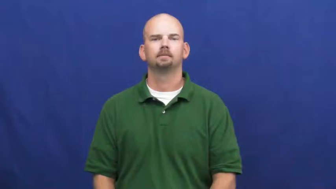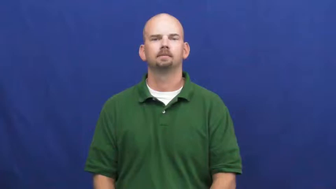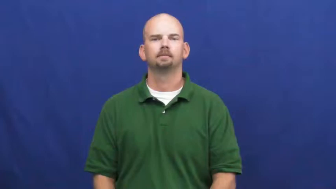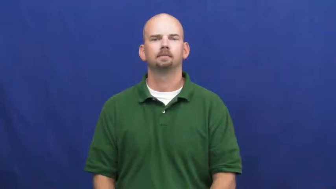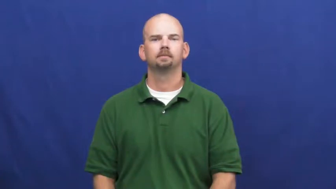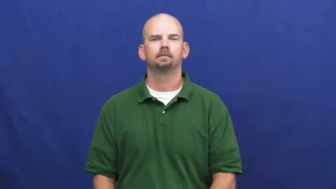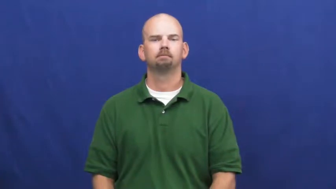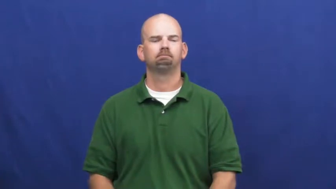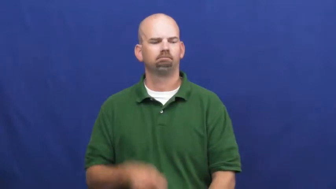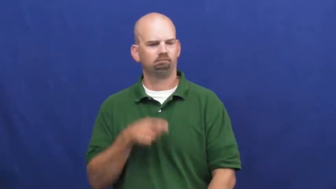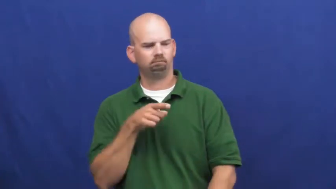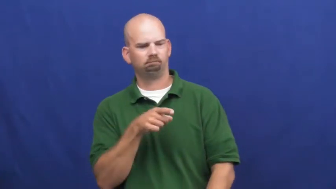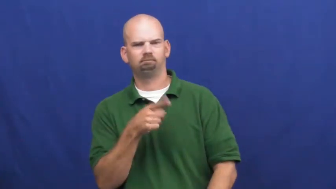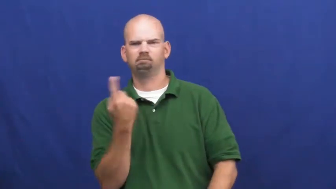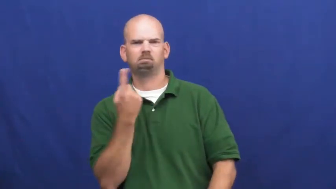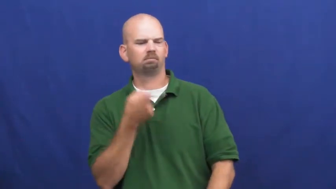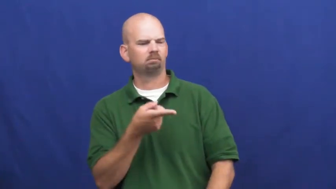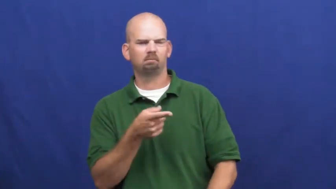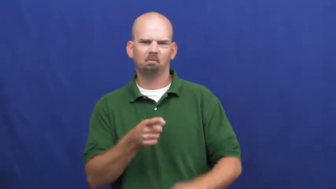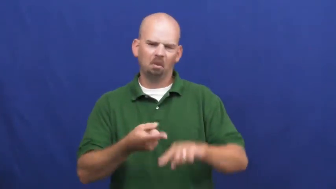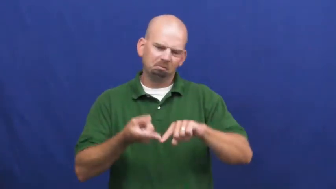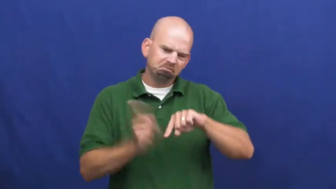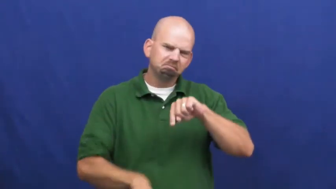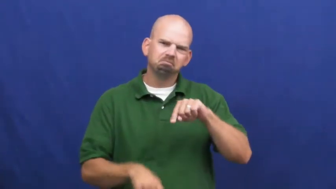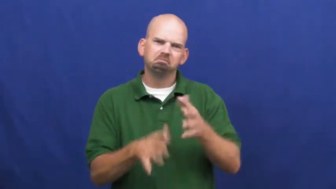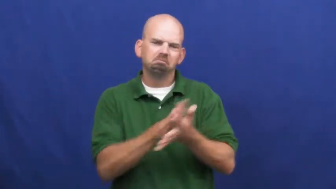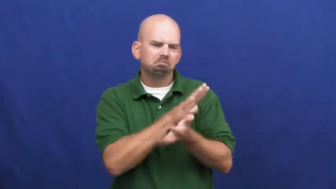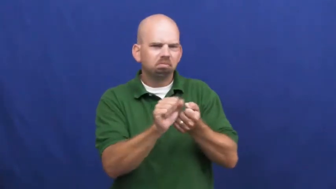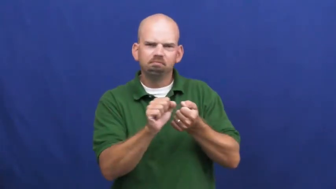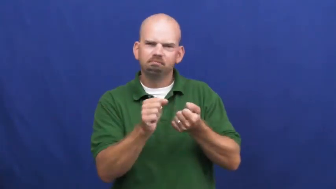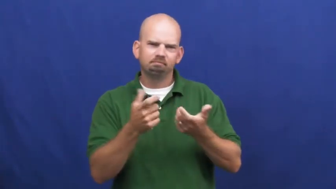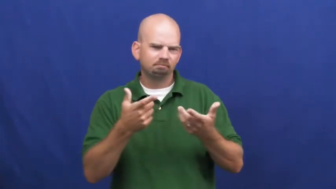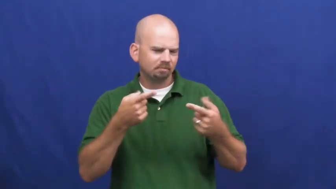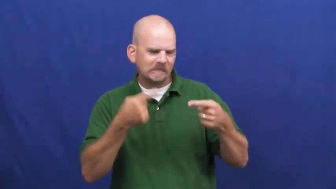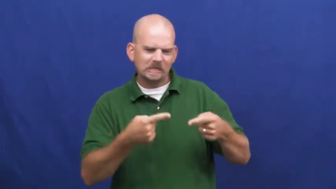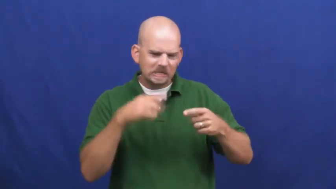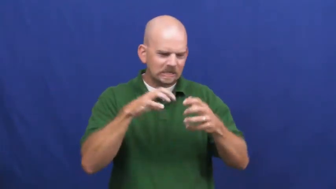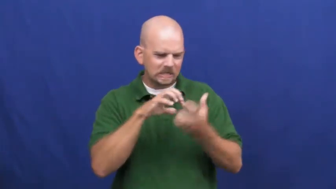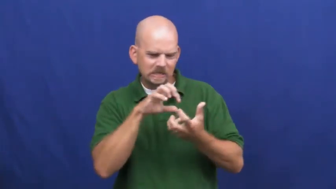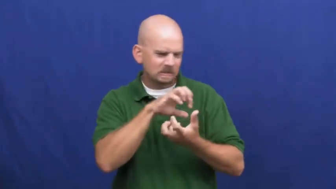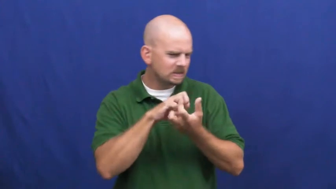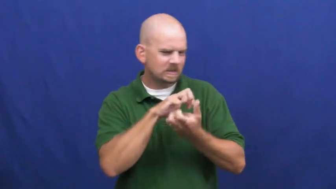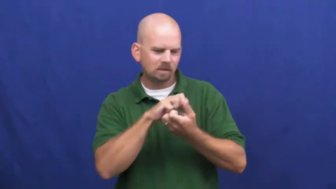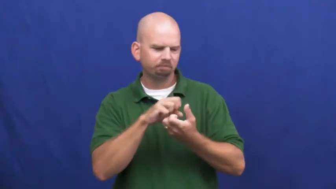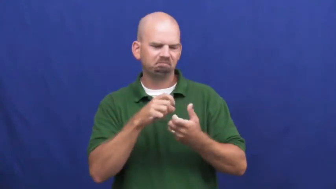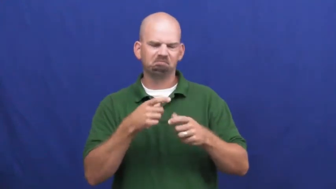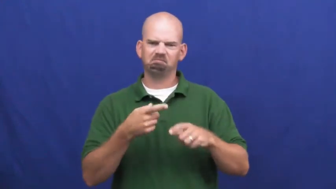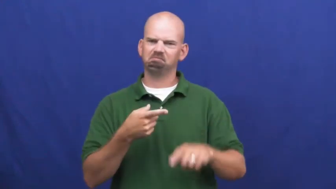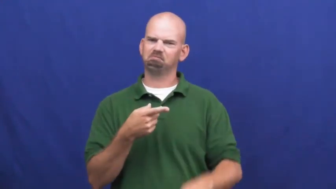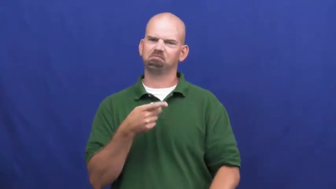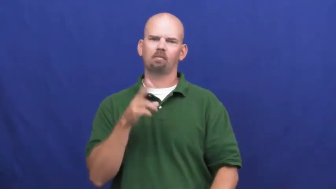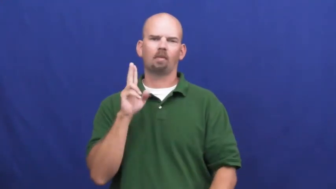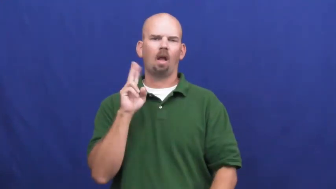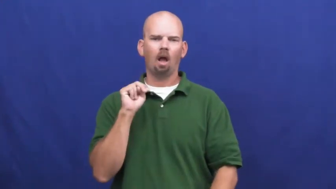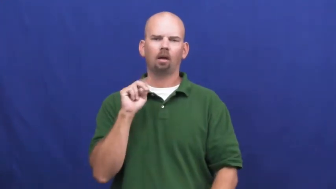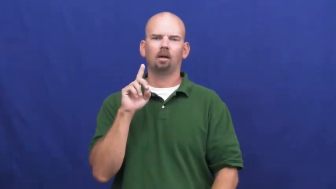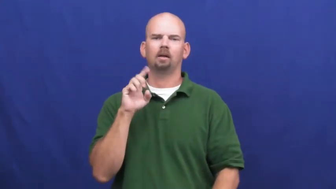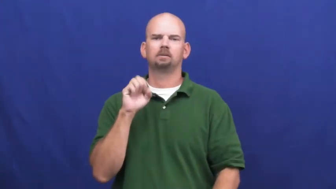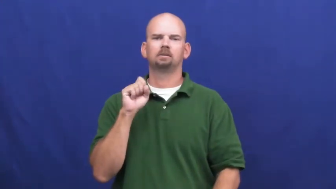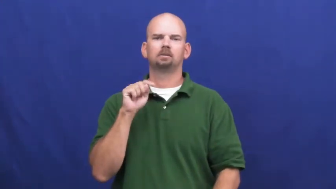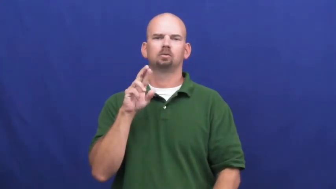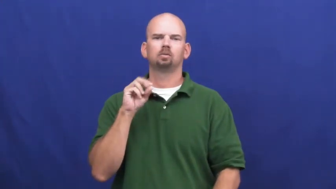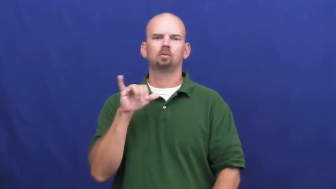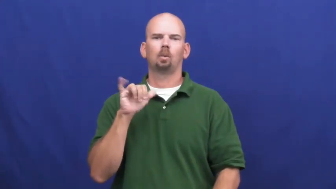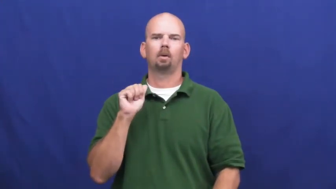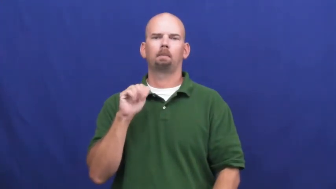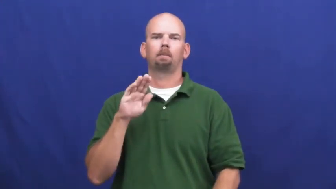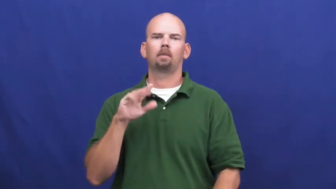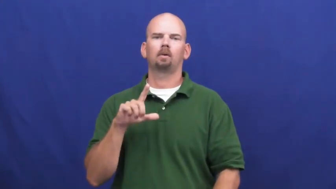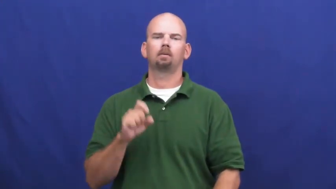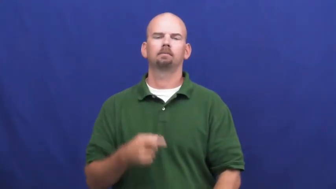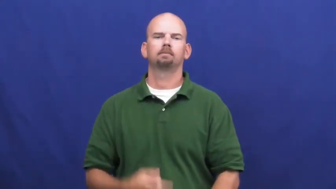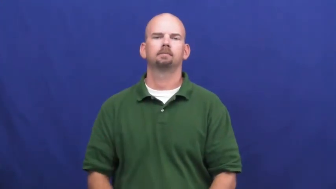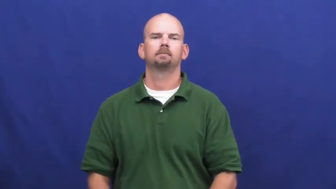undestroyable